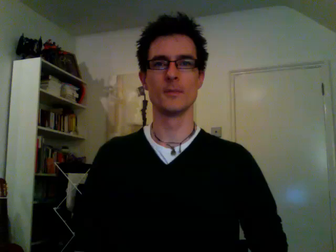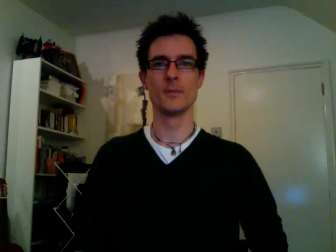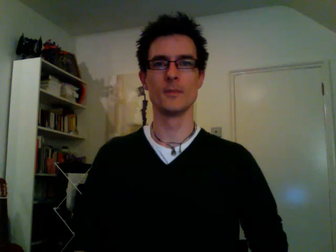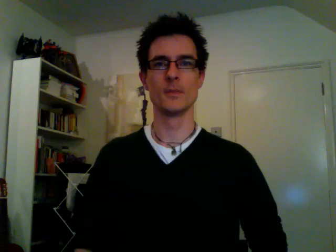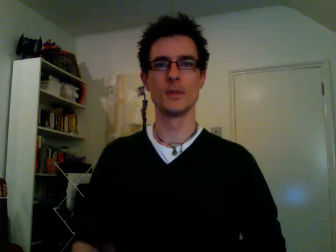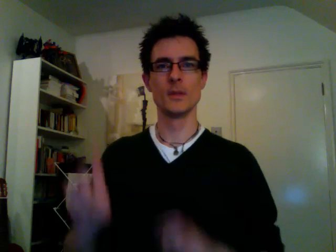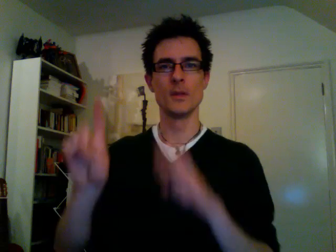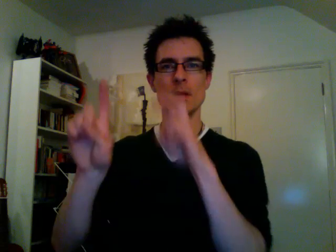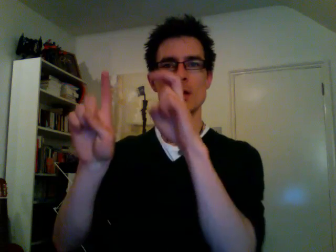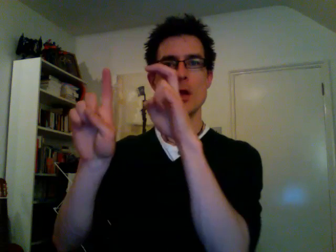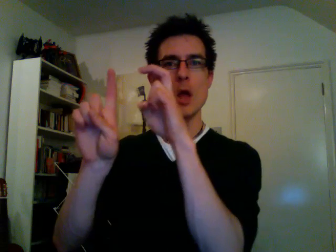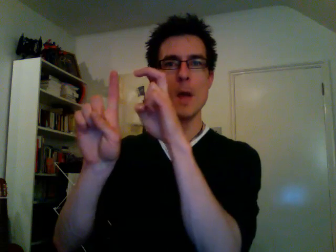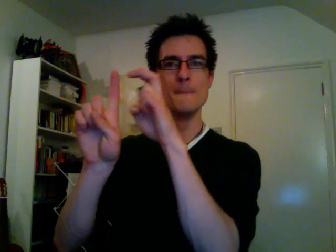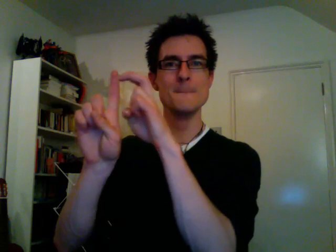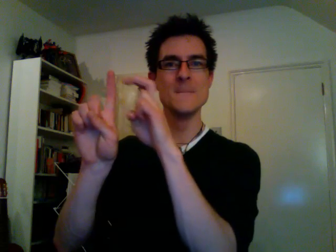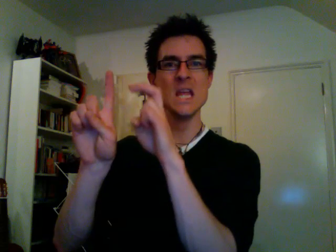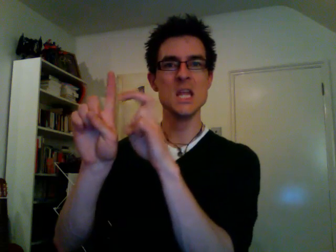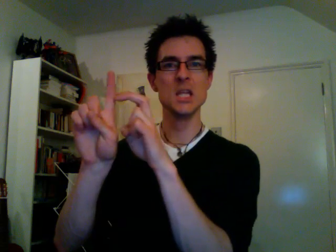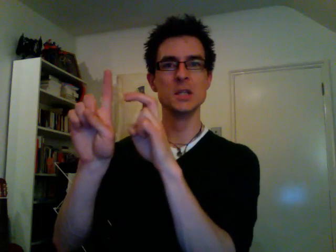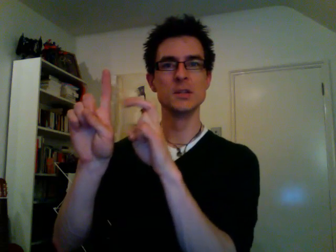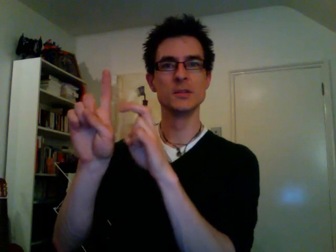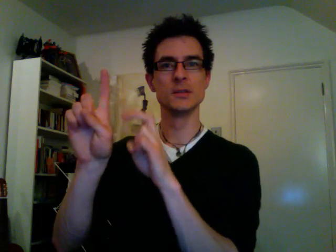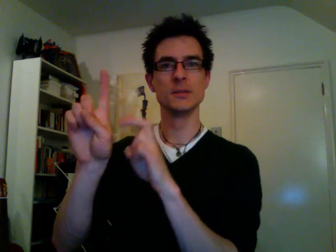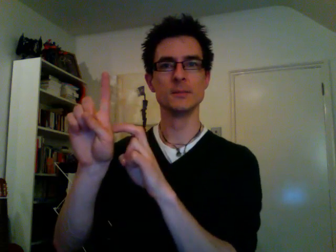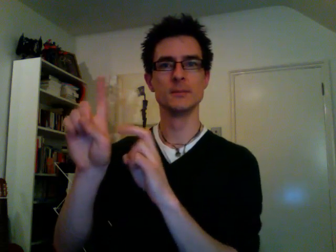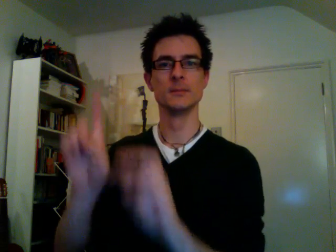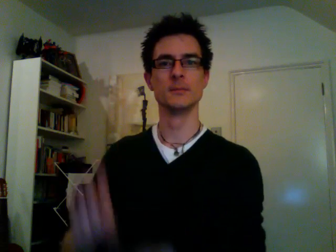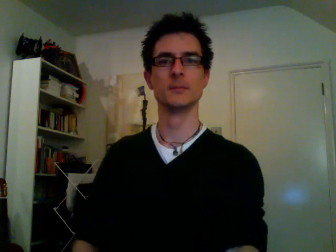beans